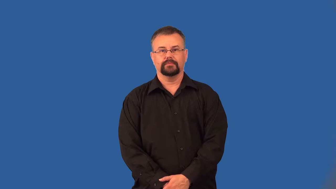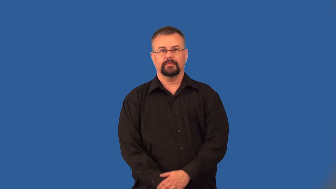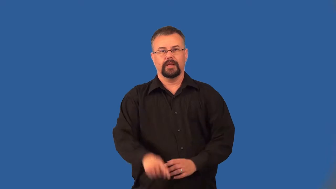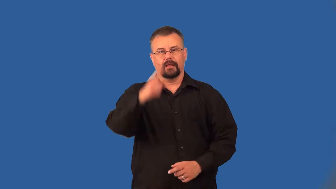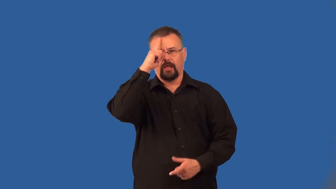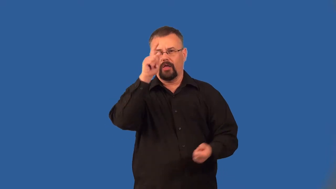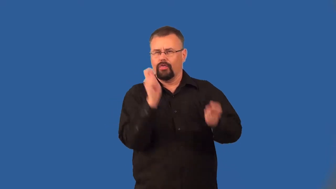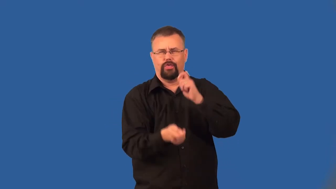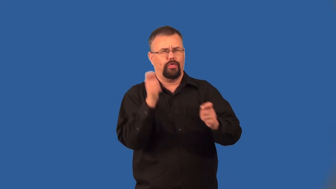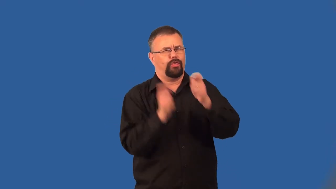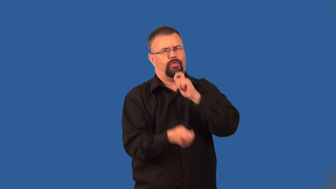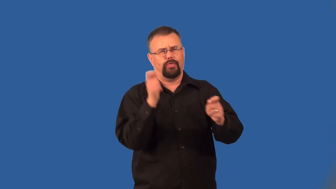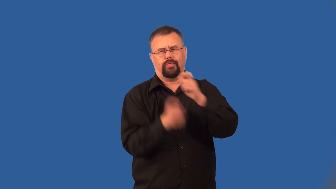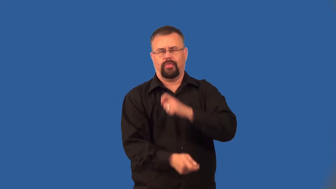capricious